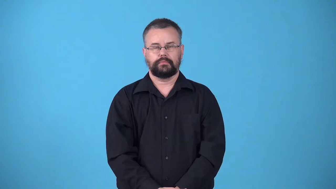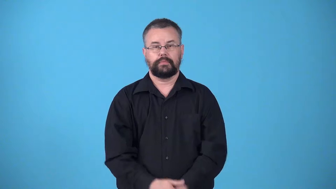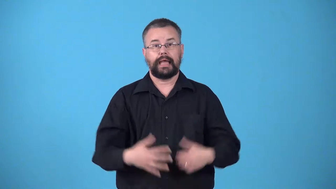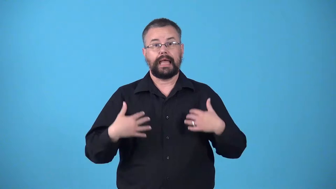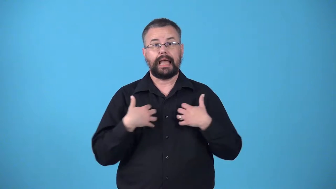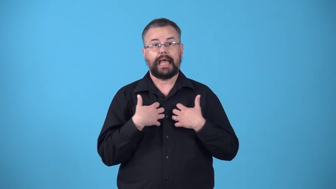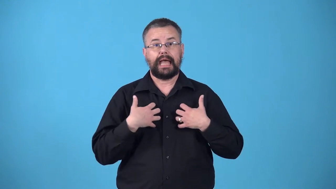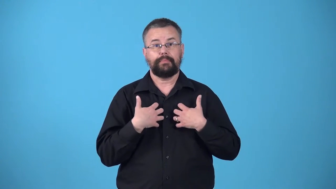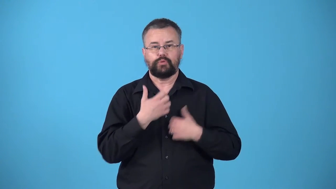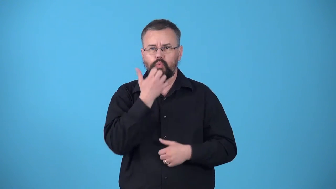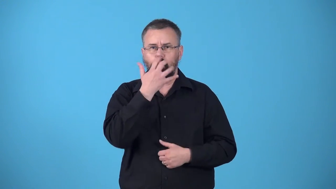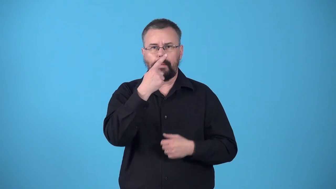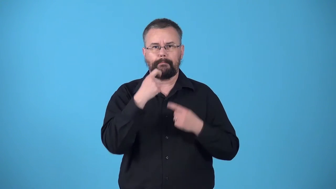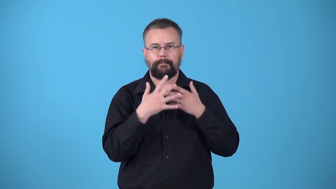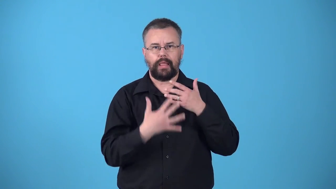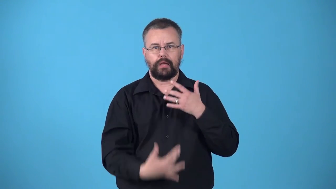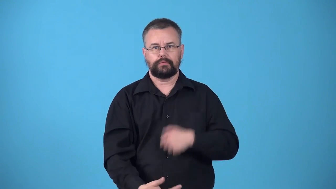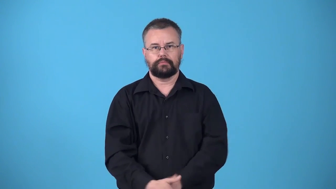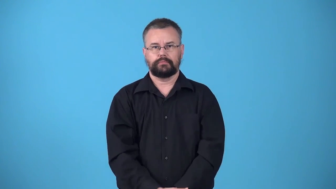warmblooded-blood